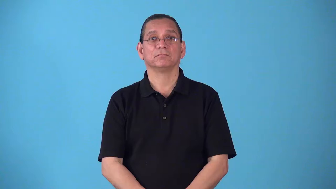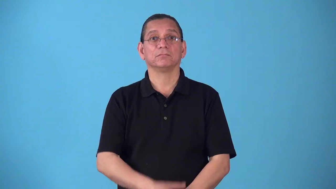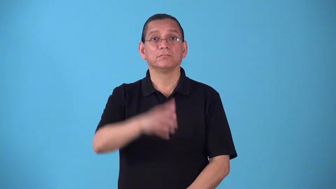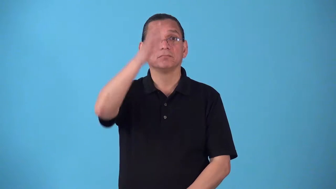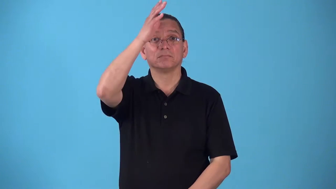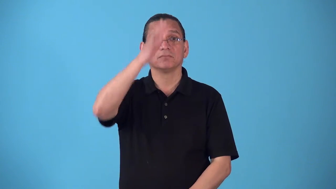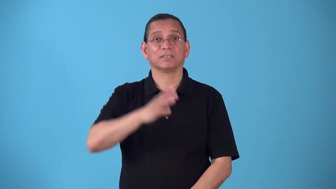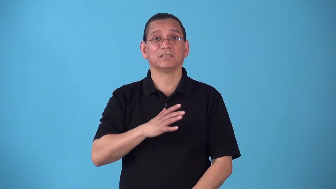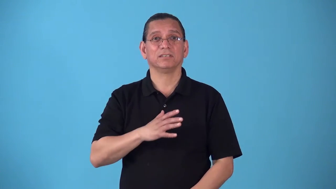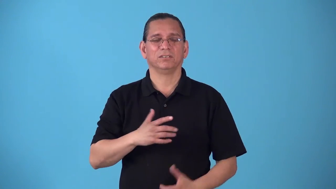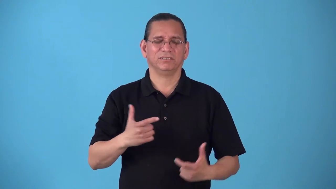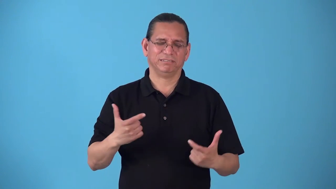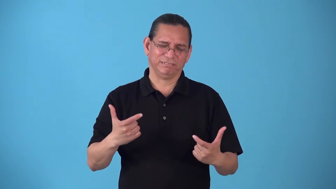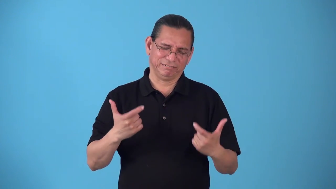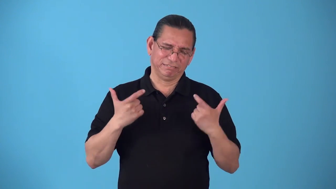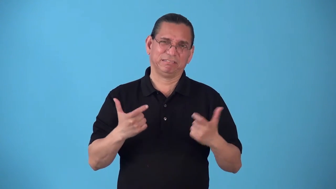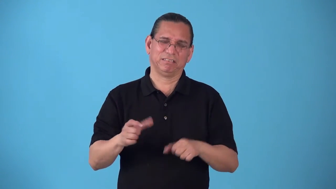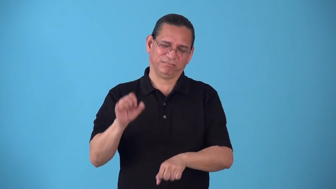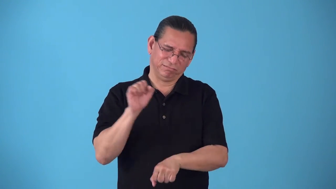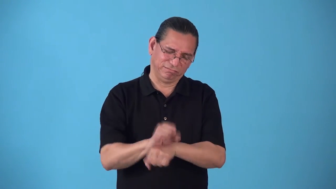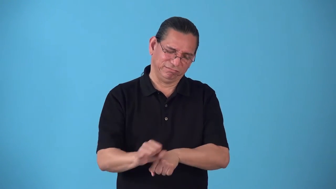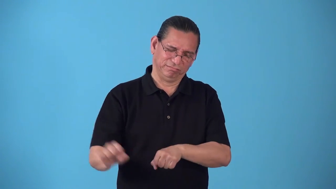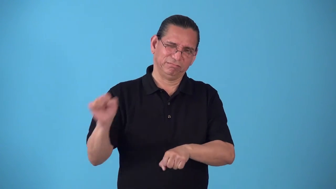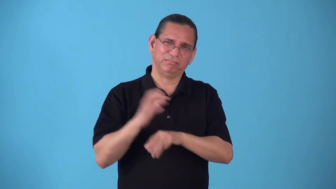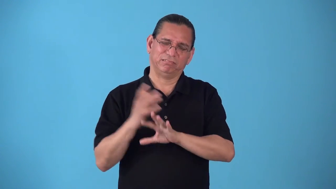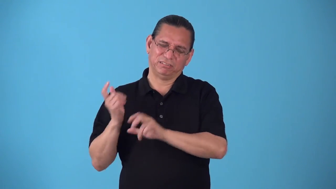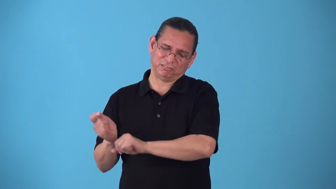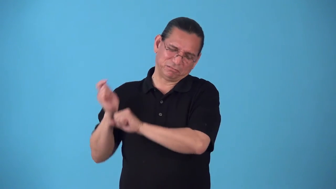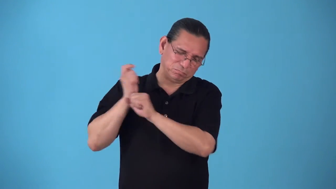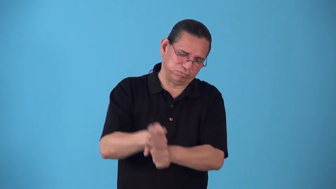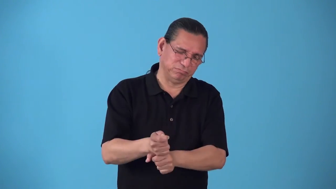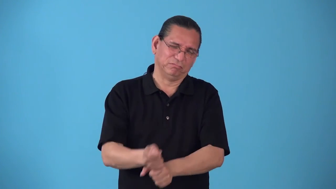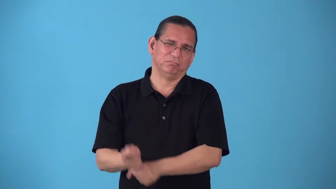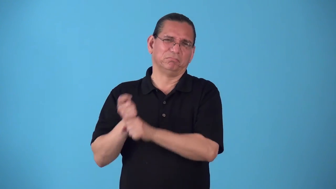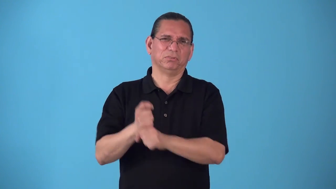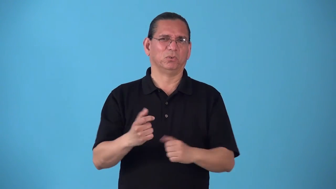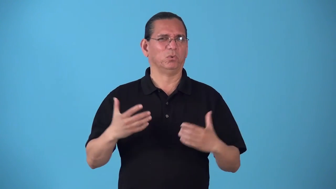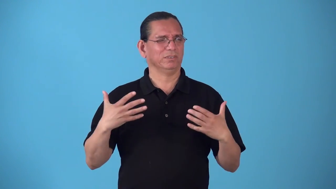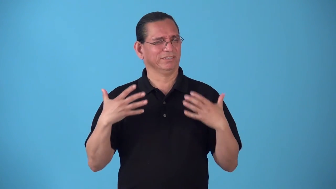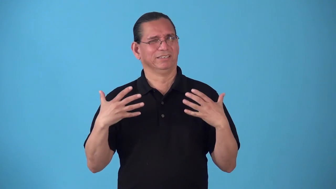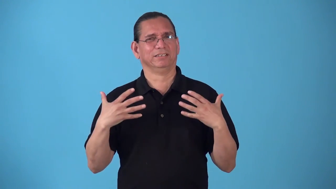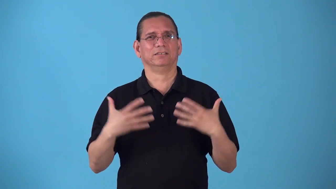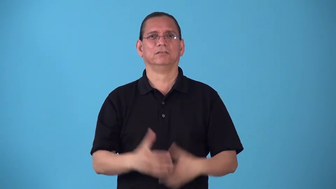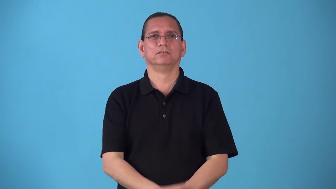roustabout-worker